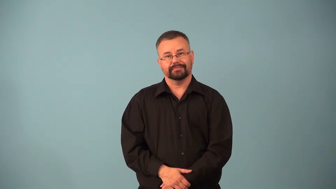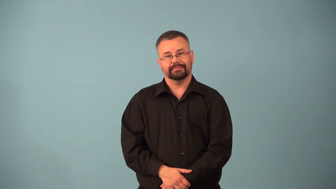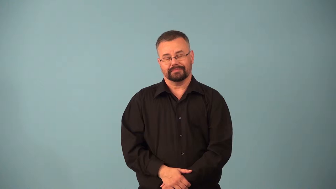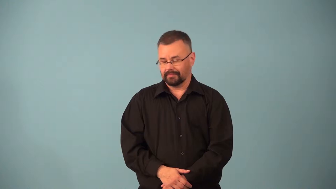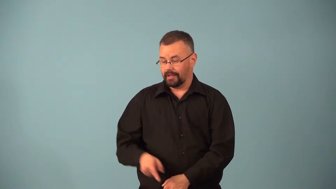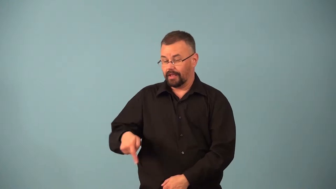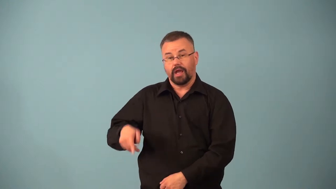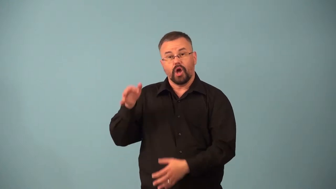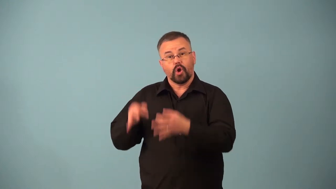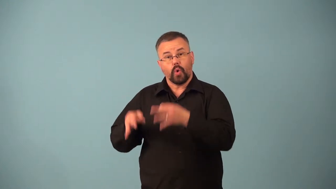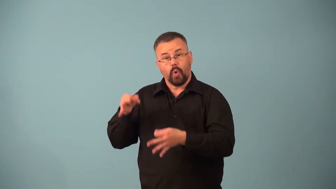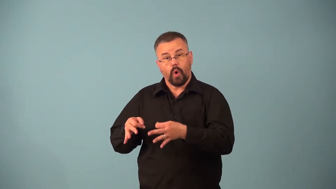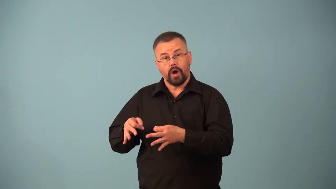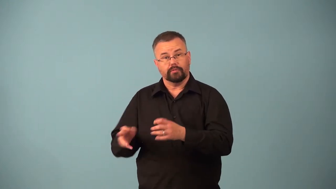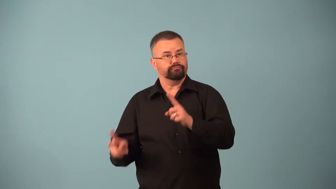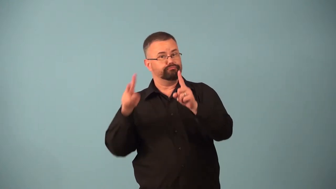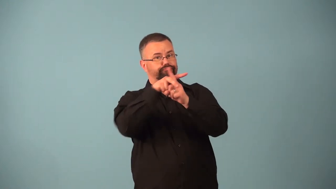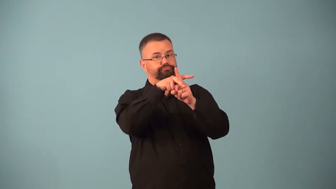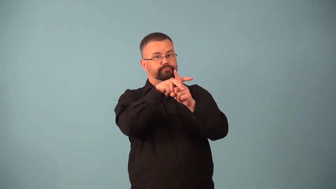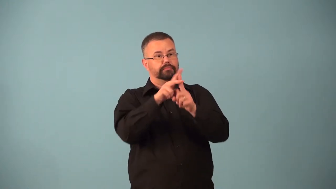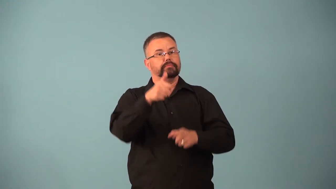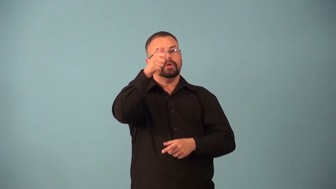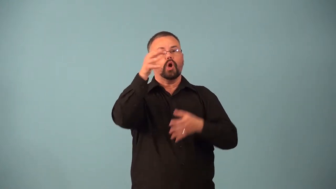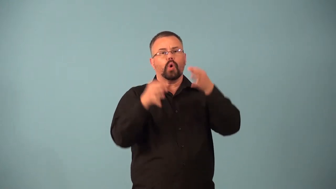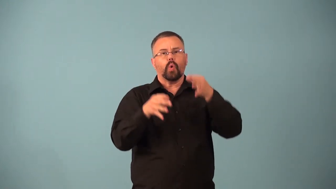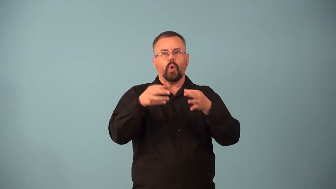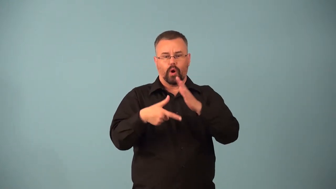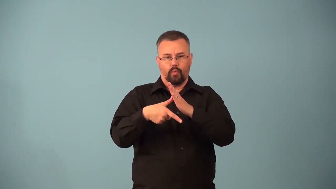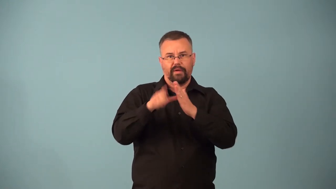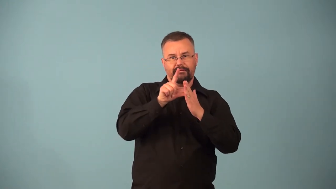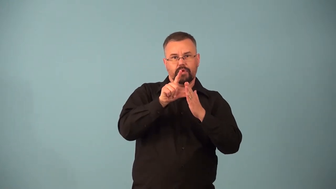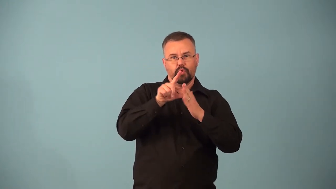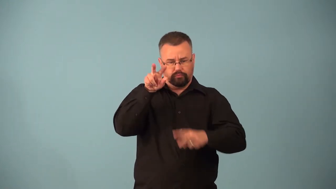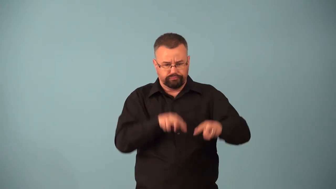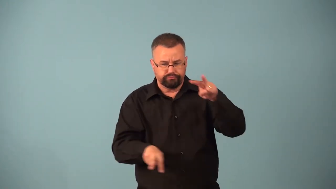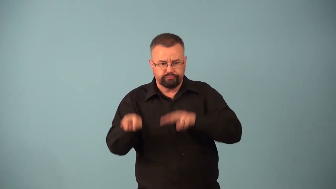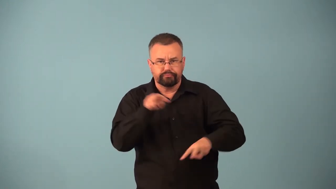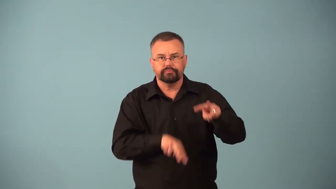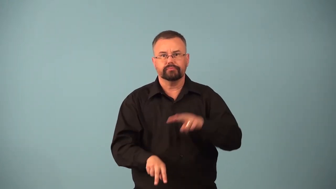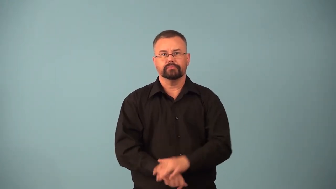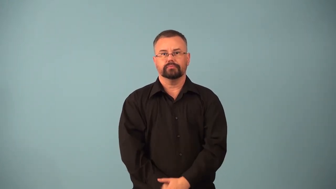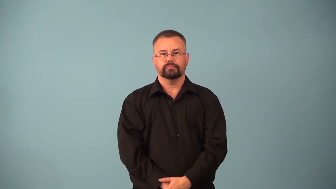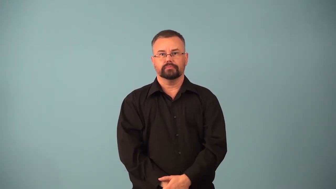appellate